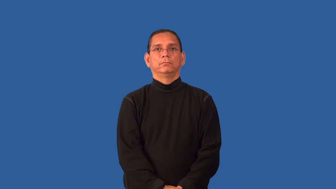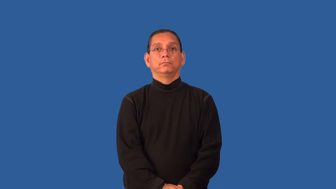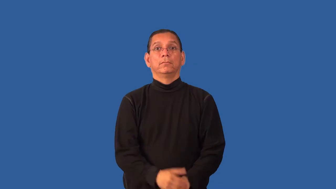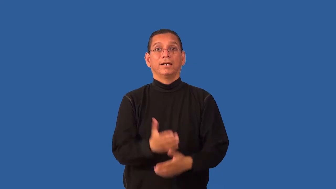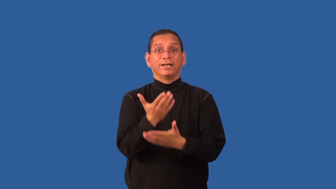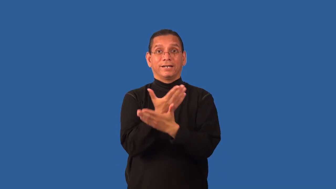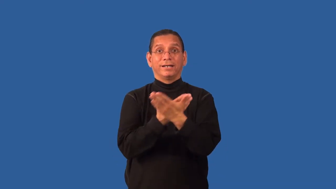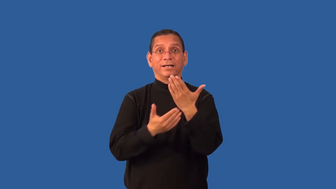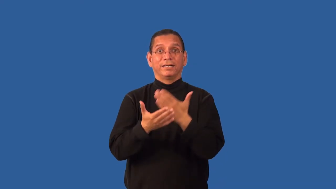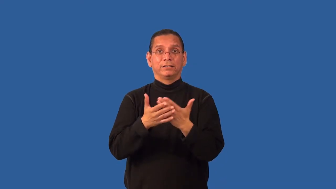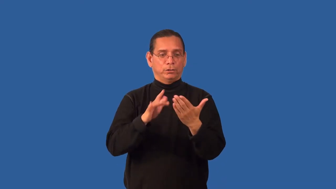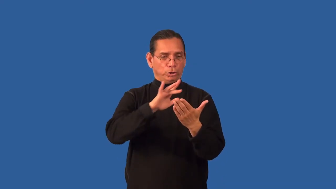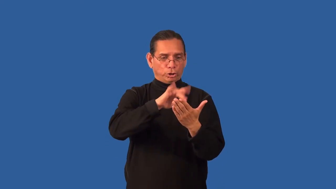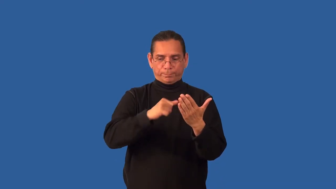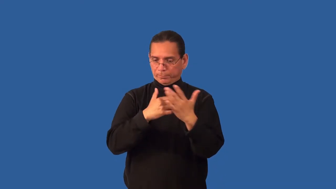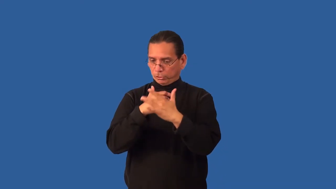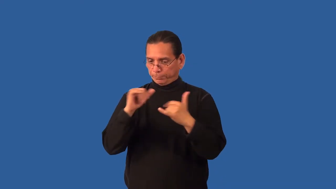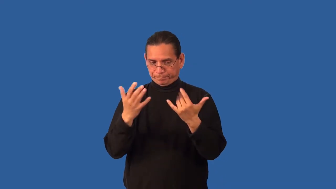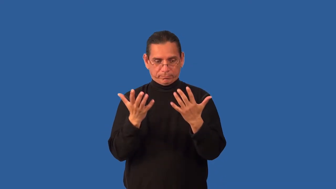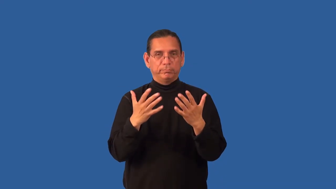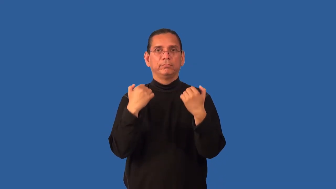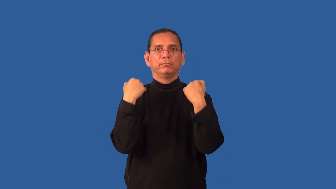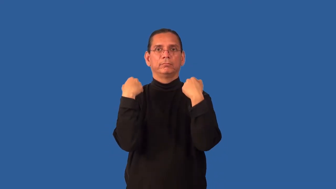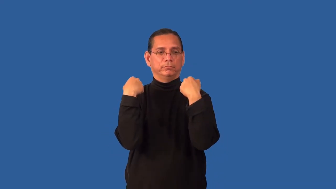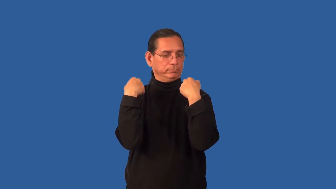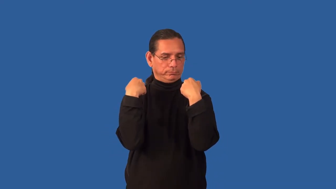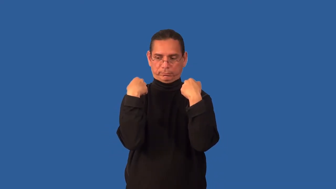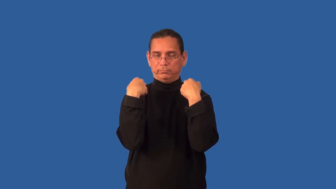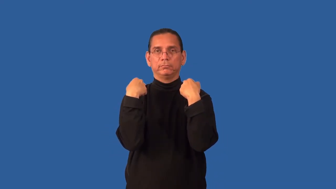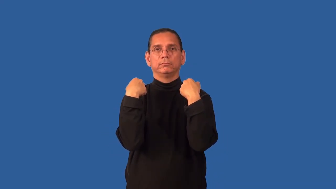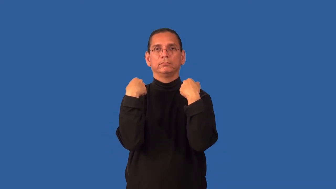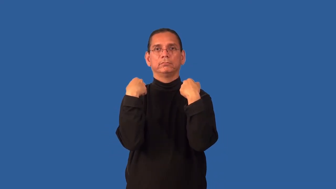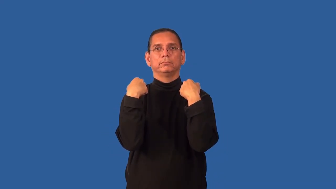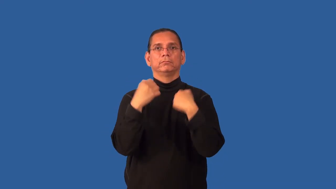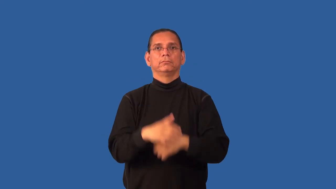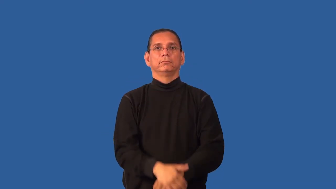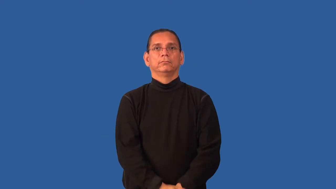handless